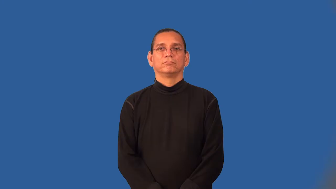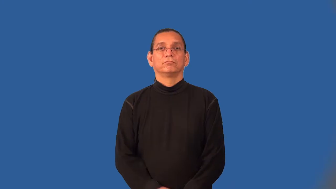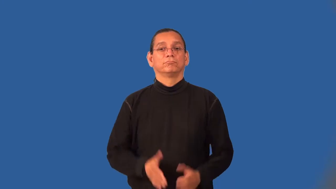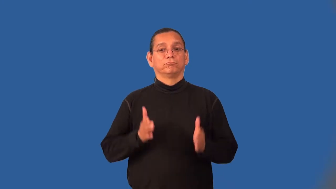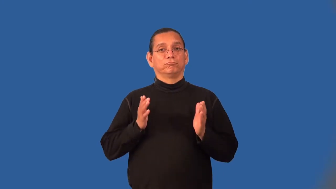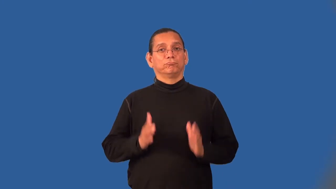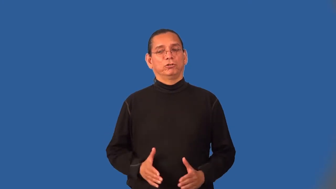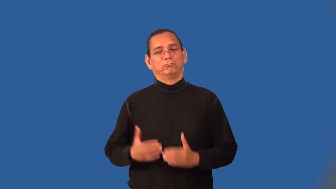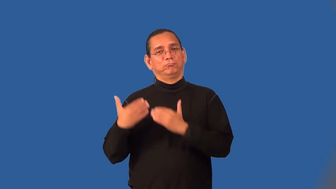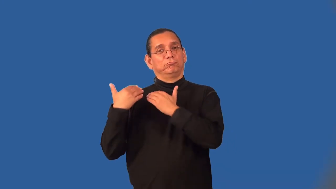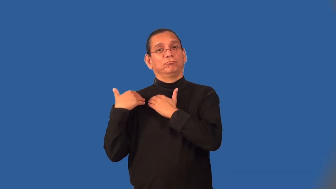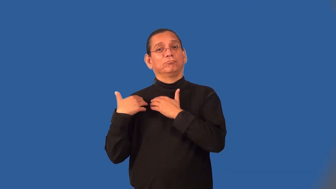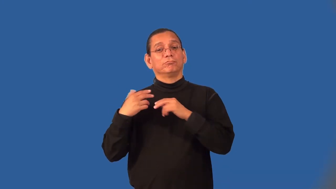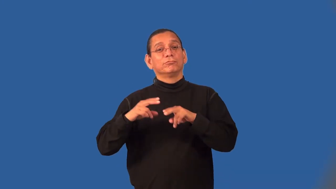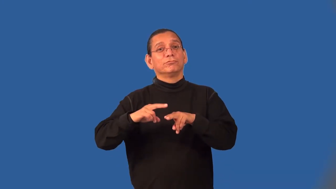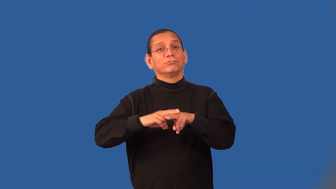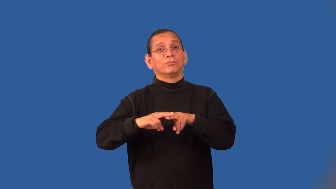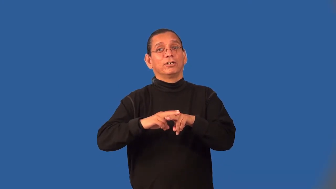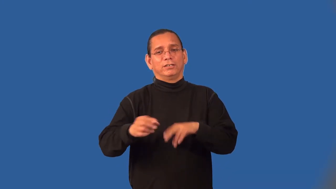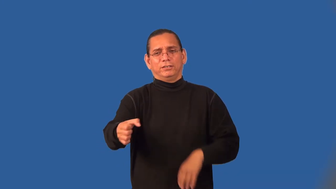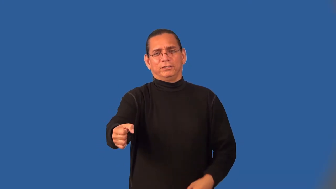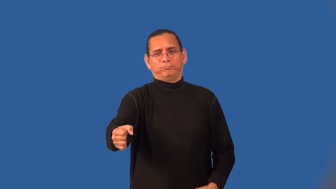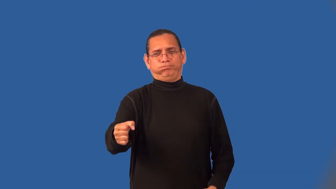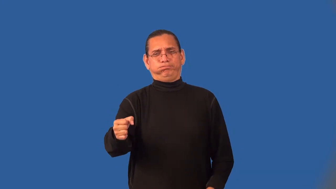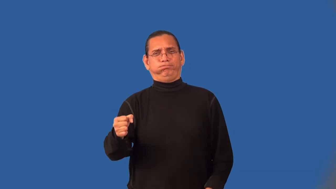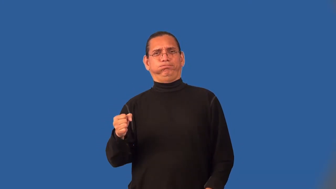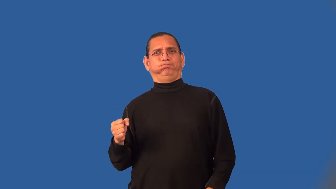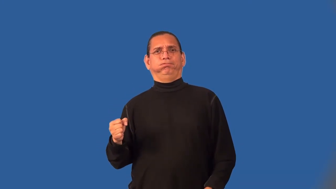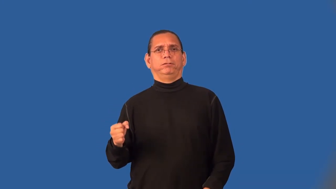brakeman